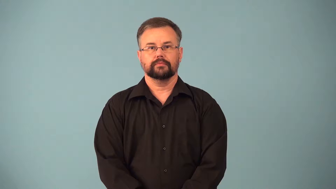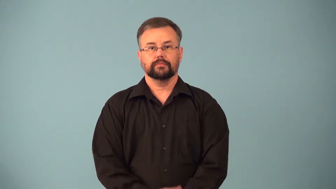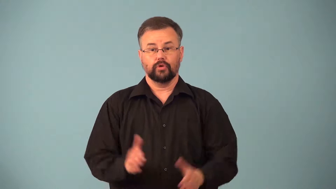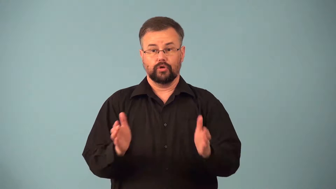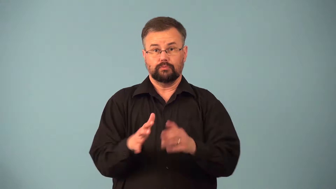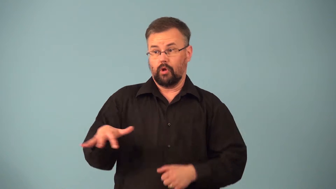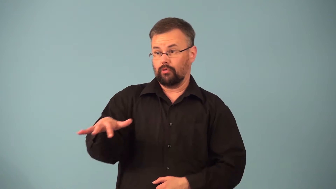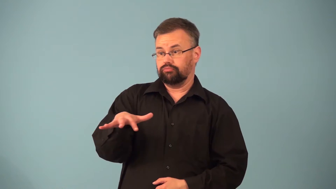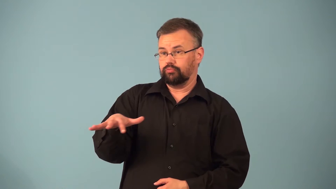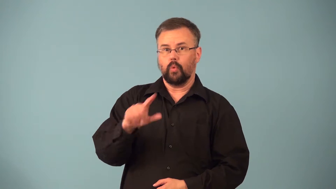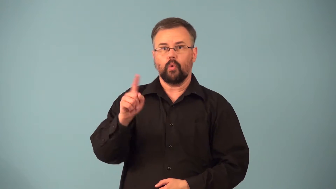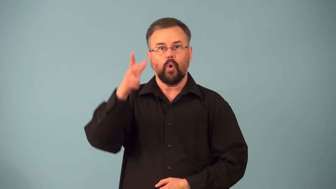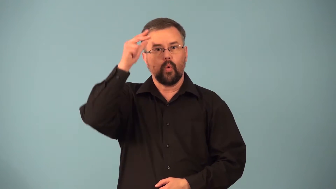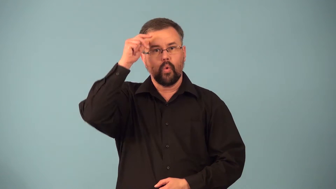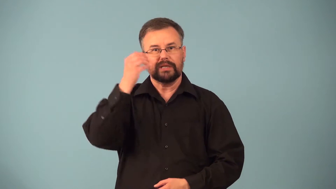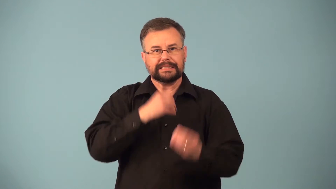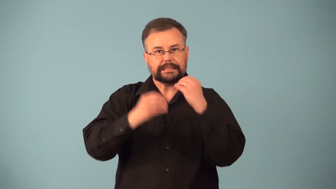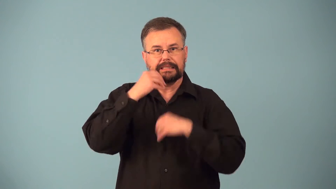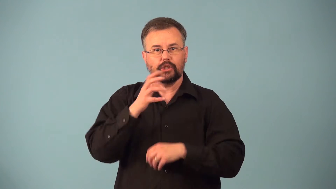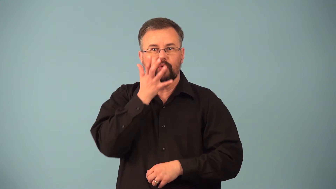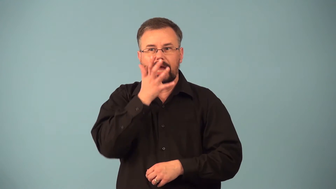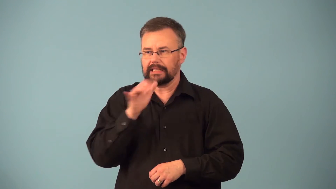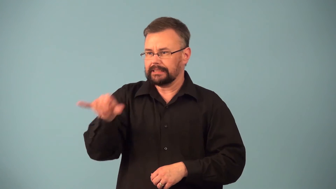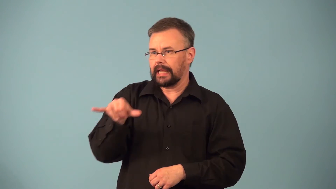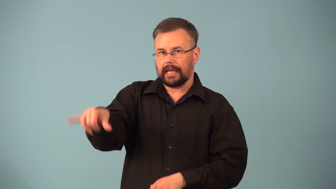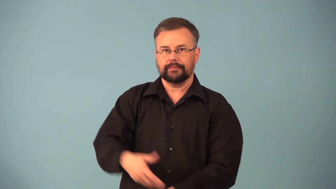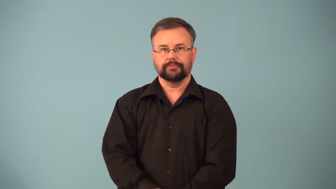paddock